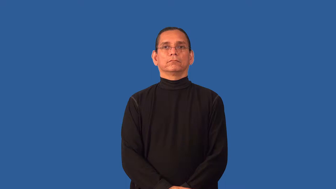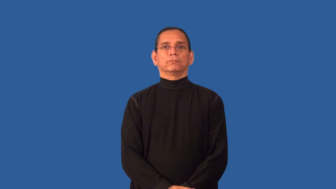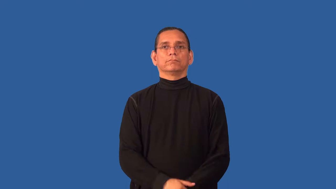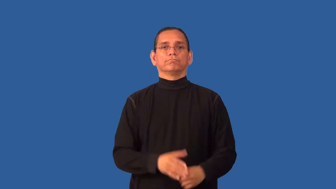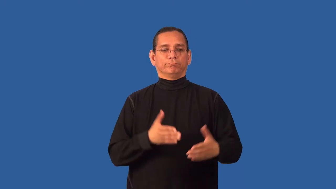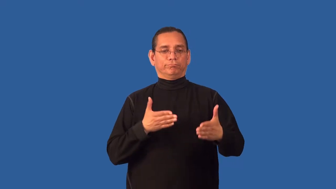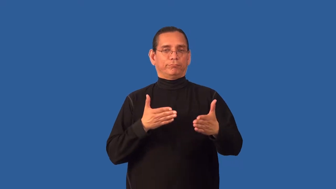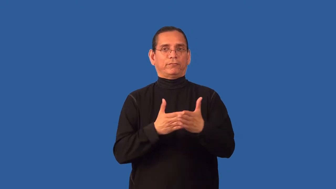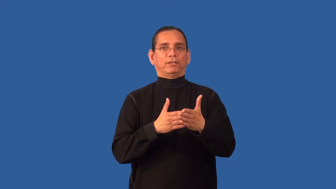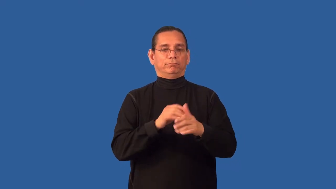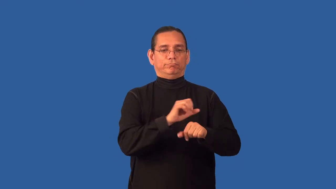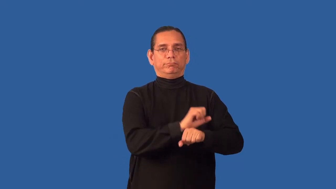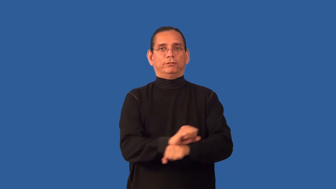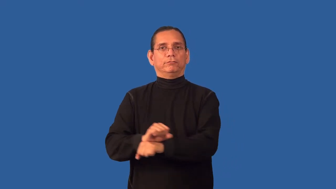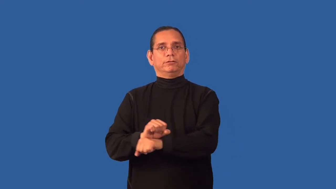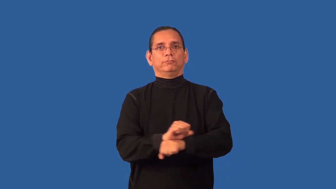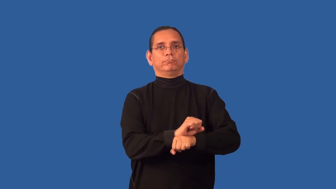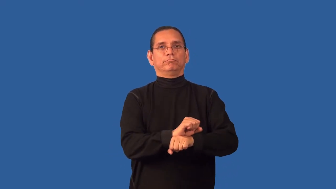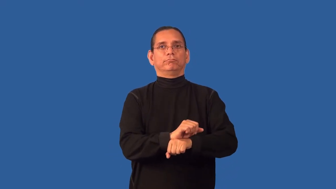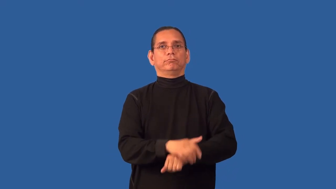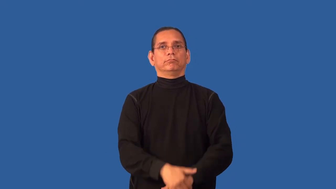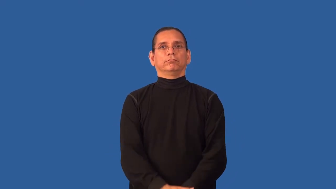antislavery